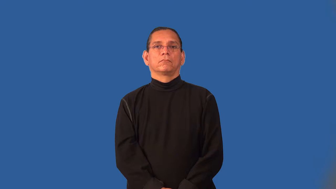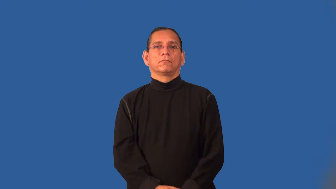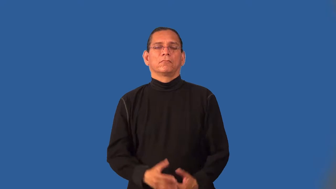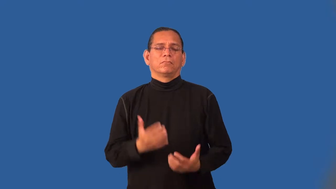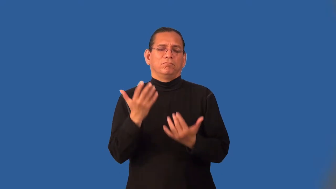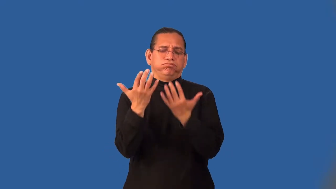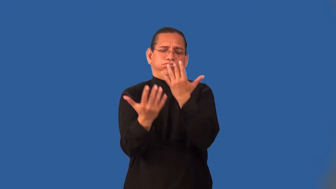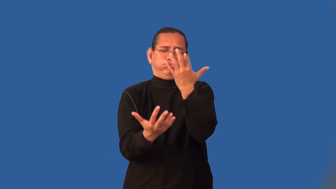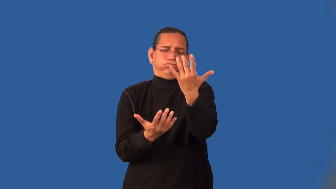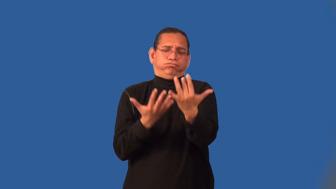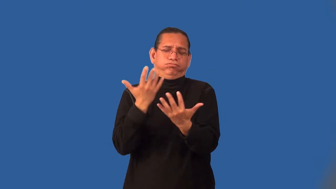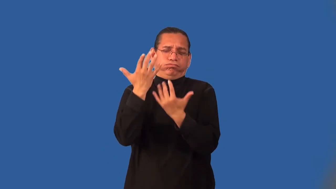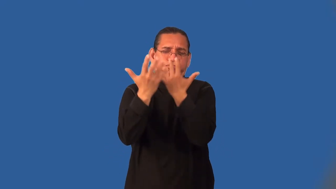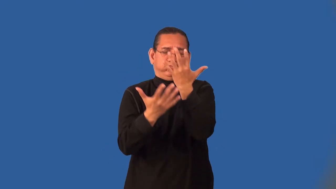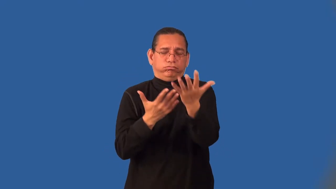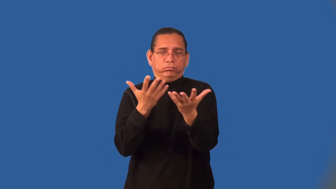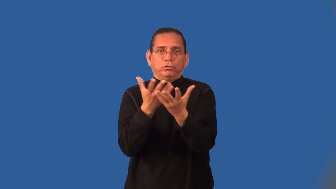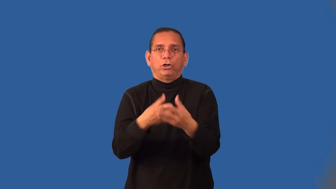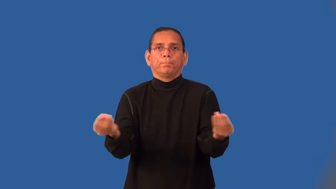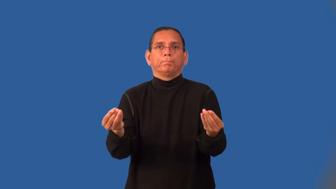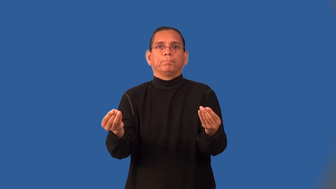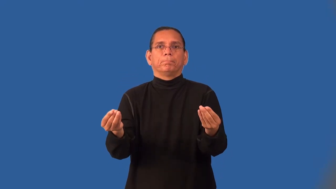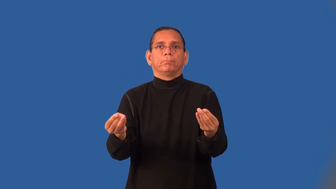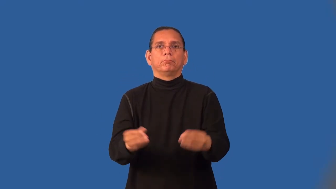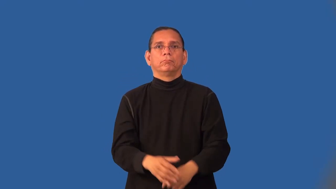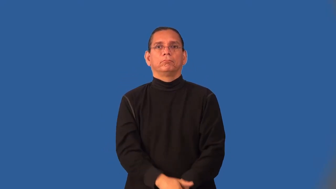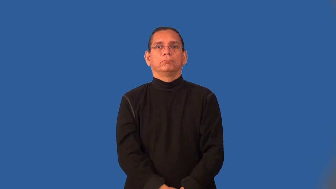incinerate